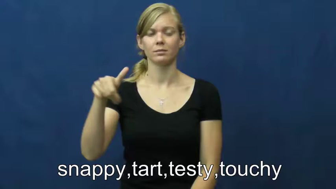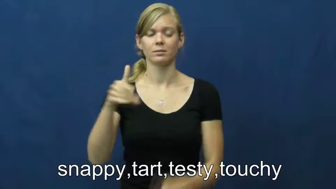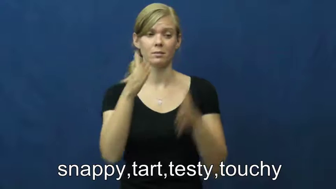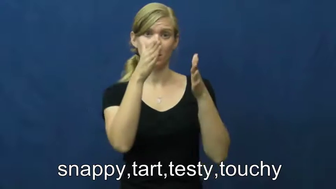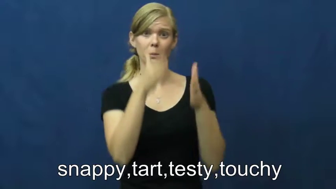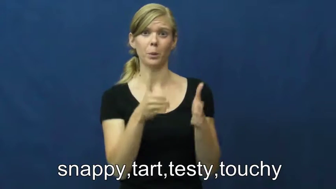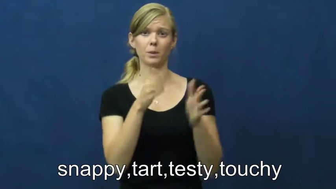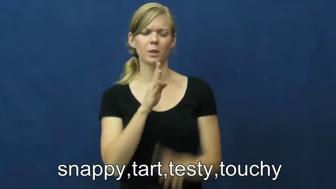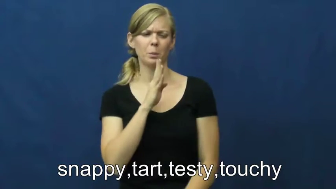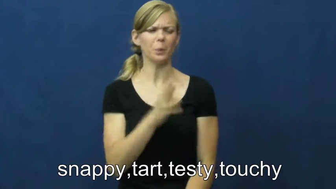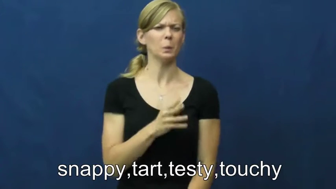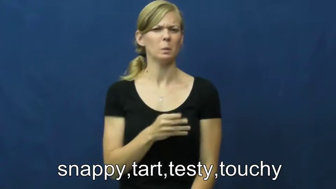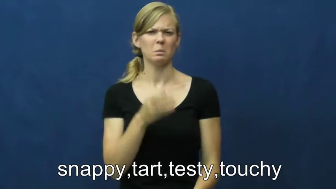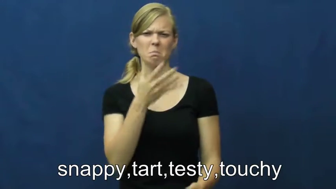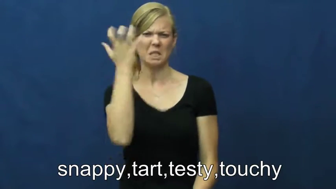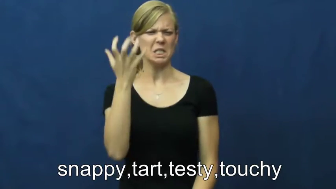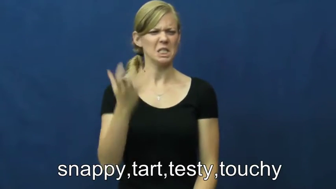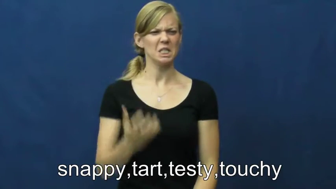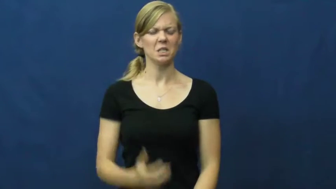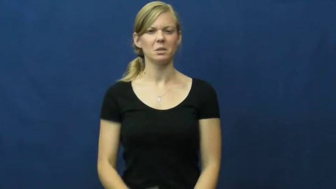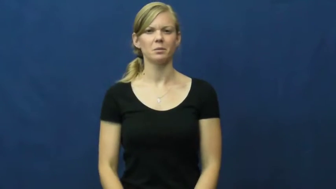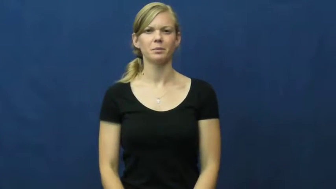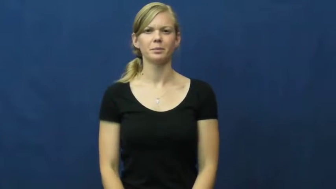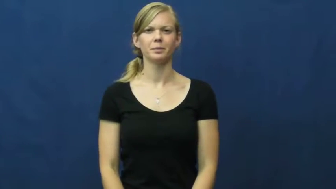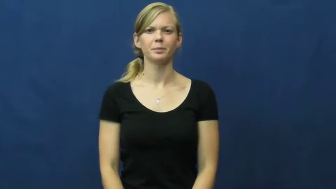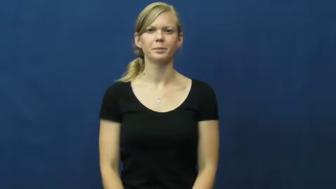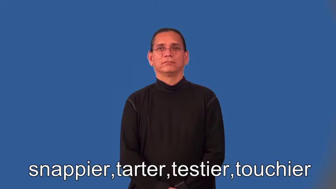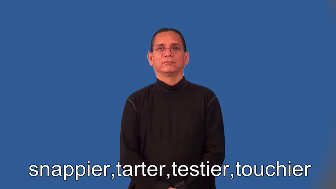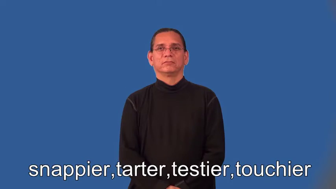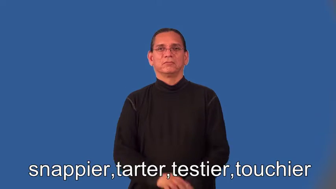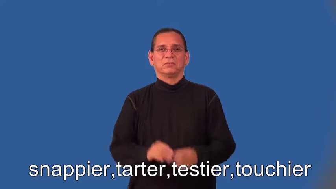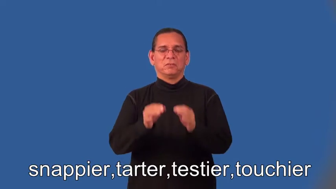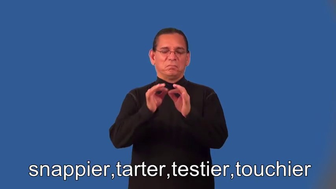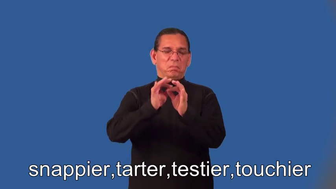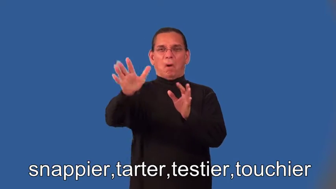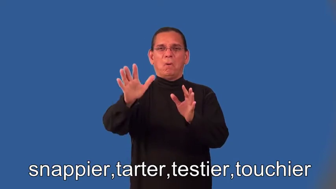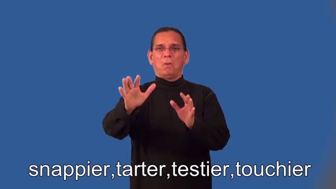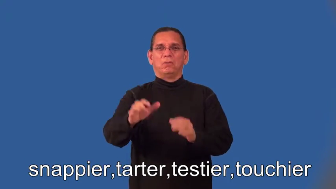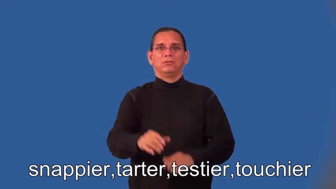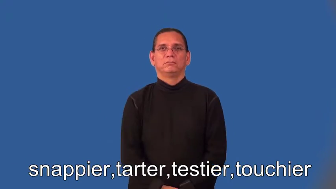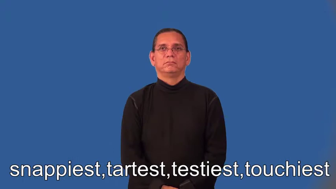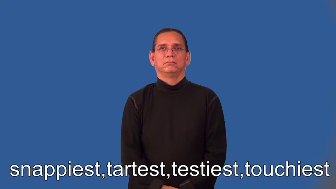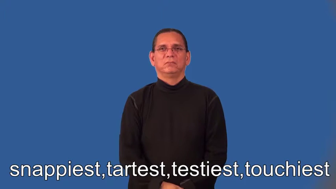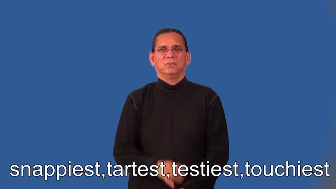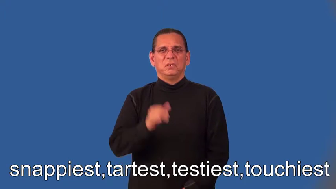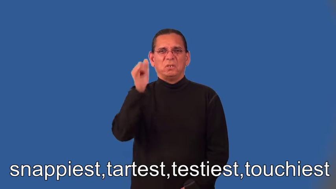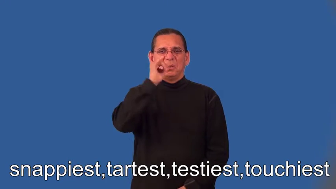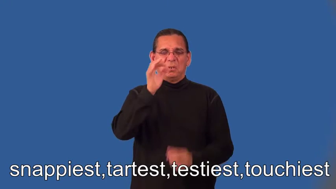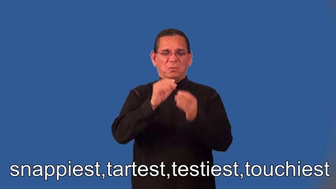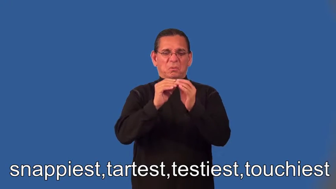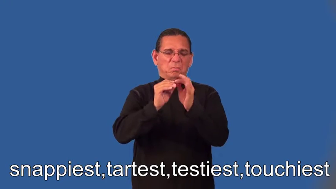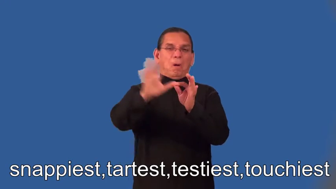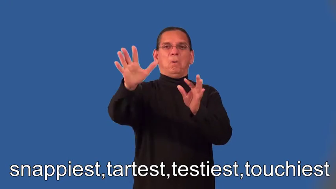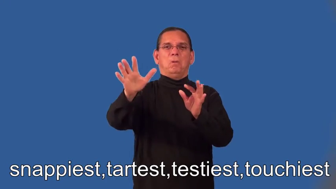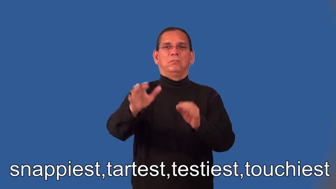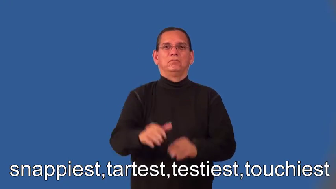snappier,tarter,testier,touchier,snappiest,tartest,testiest,touchiest